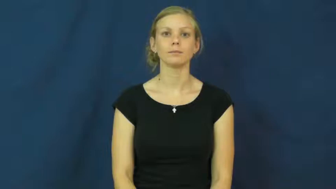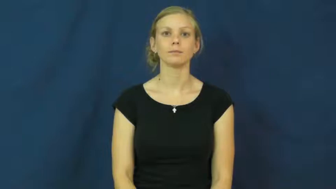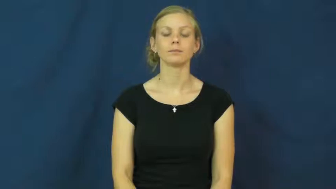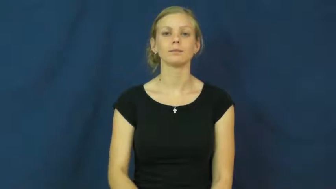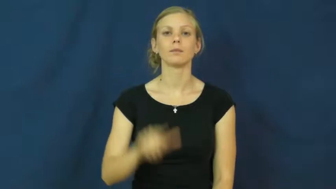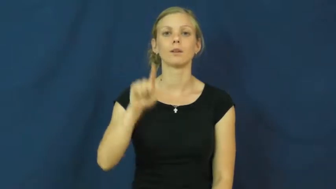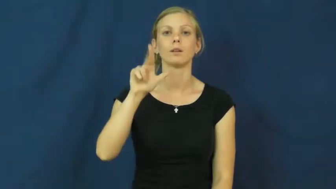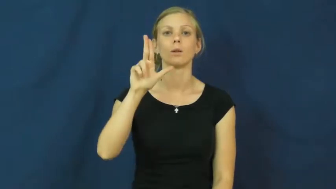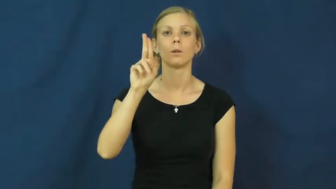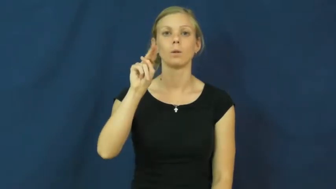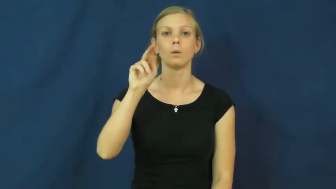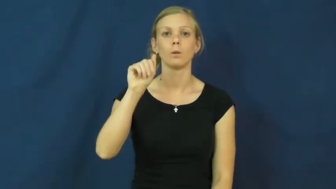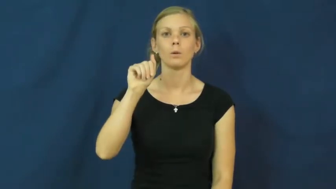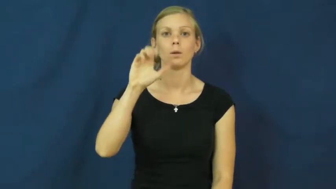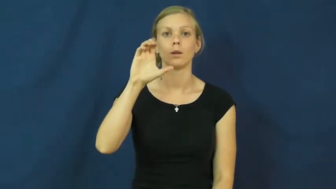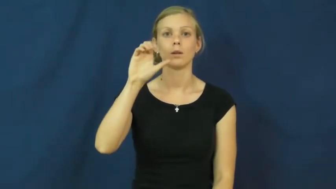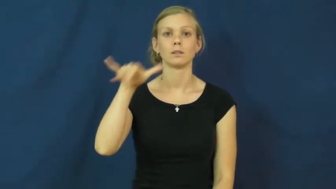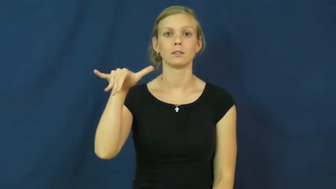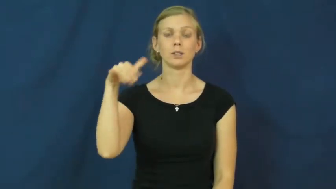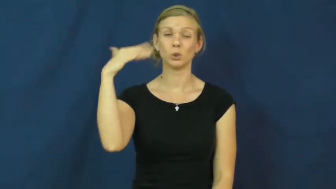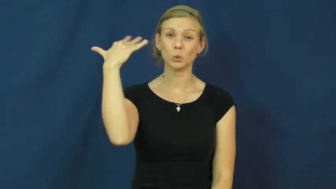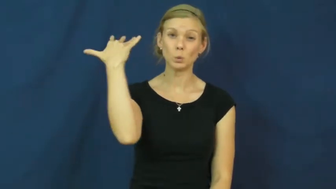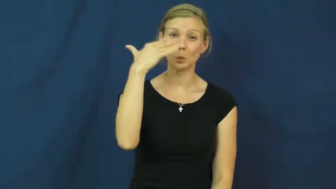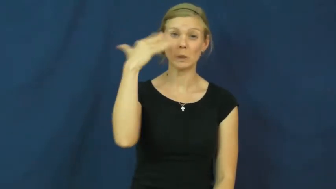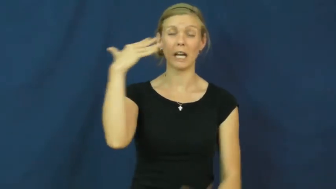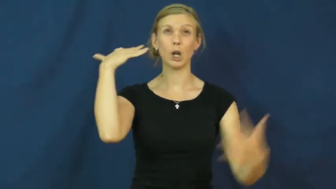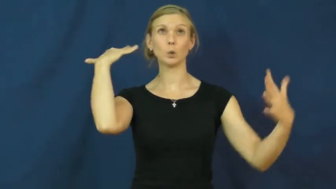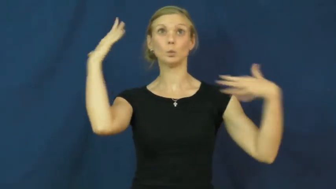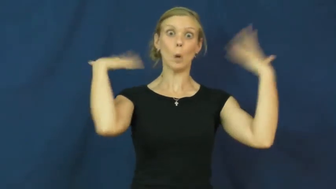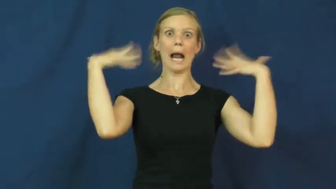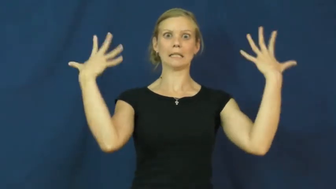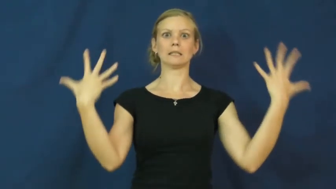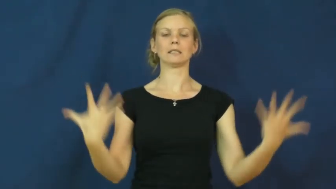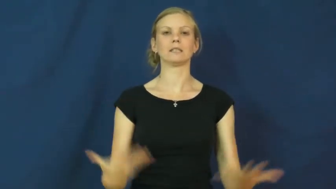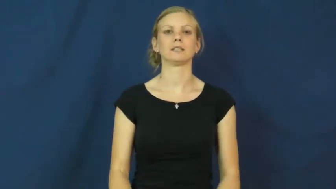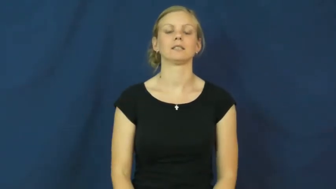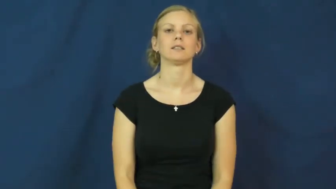lunacy